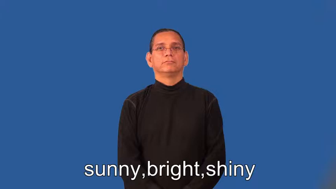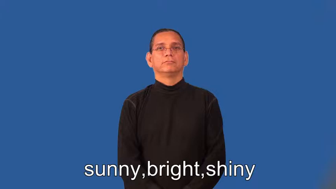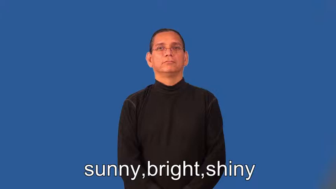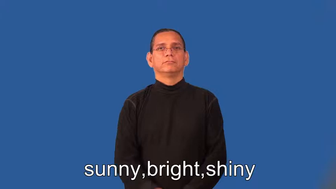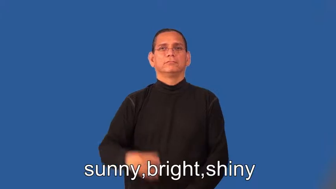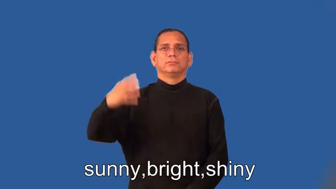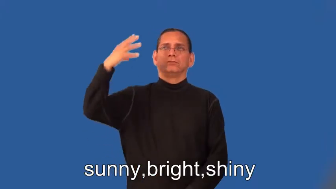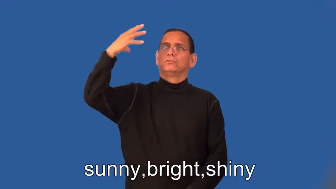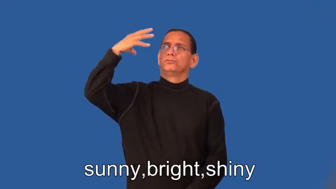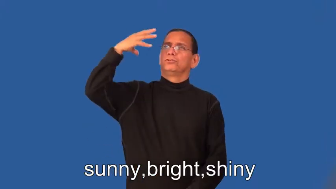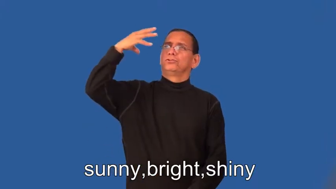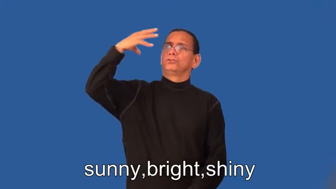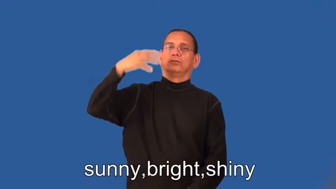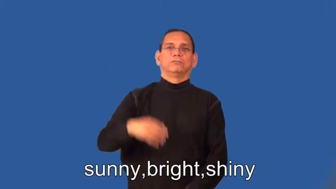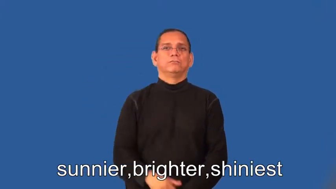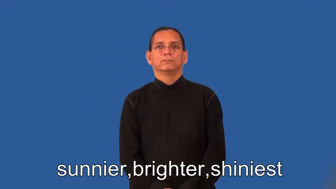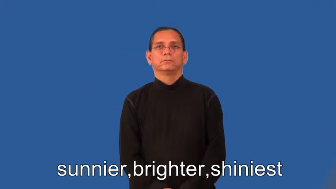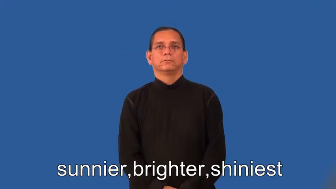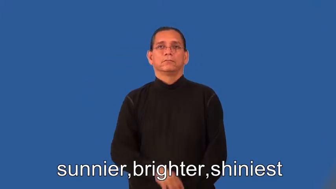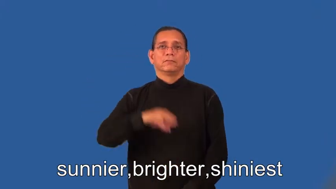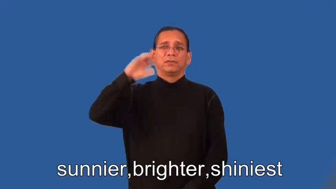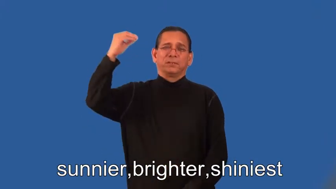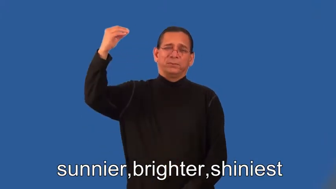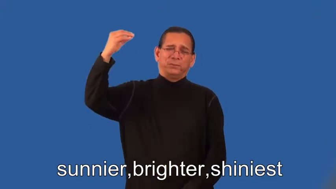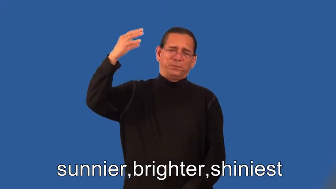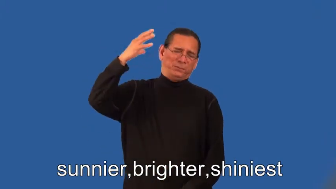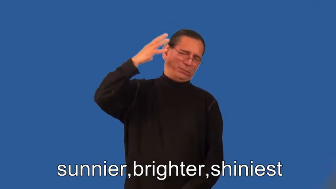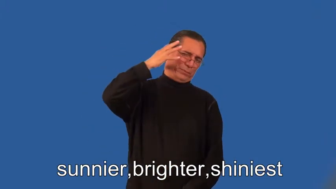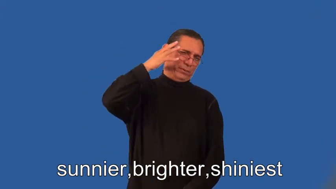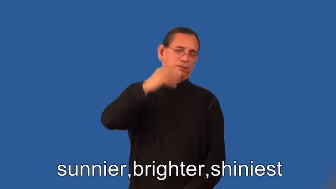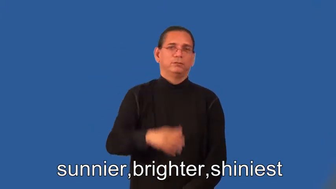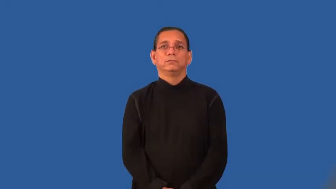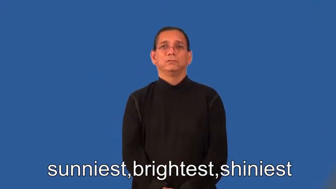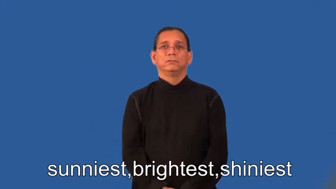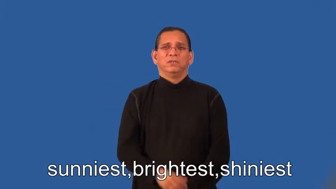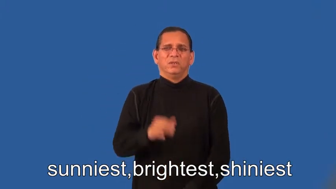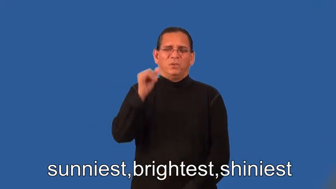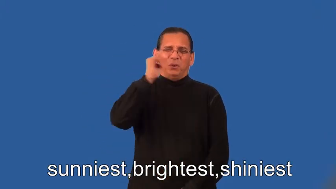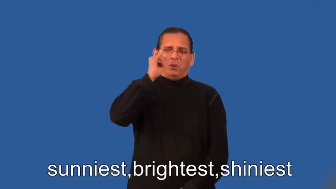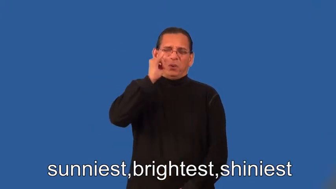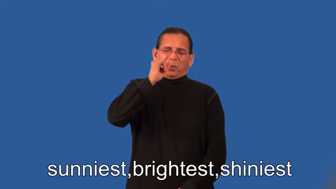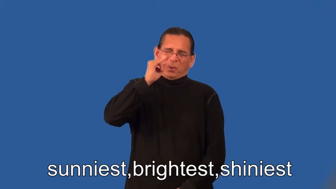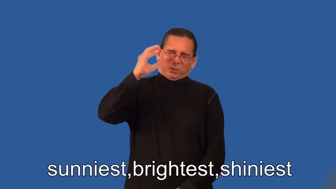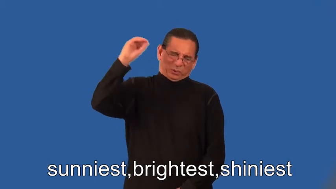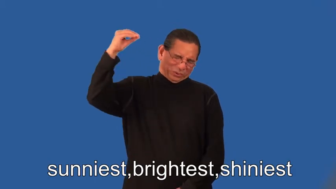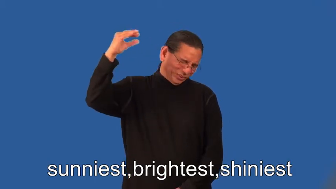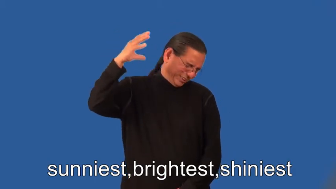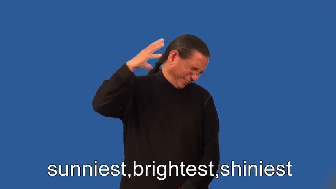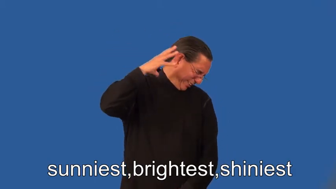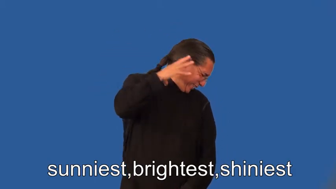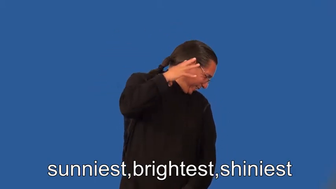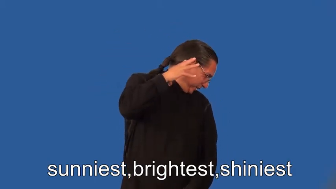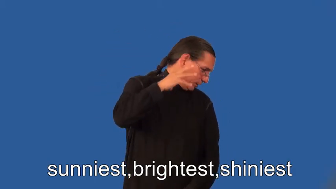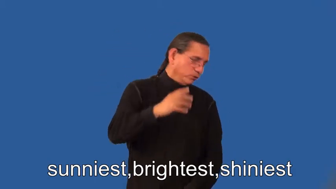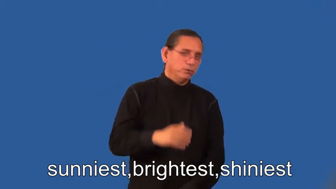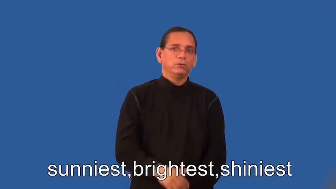sunnier,brighter,shinier,sunniest,brightest,shiniest